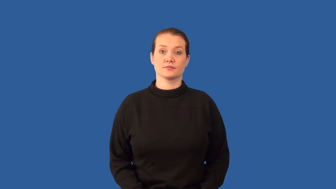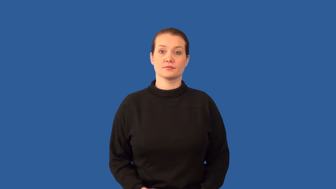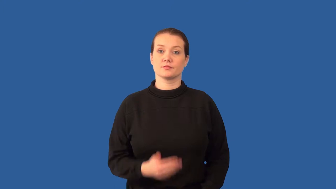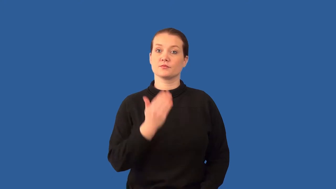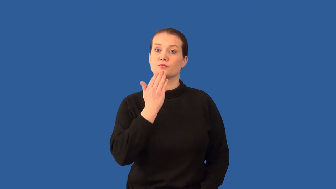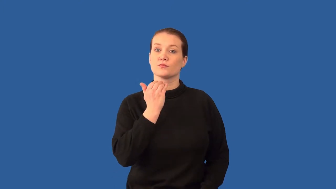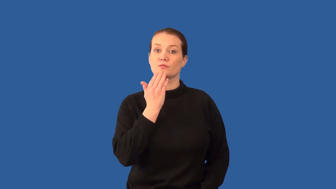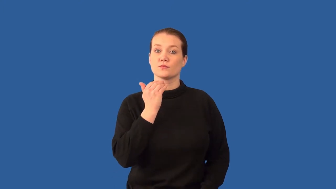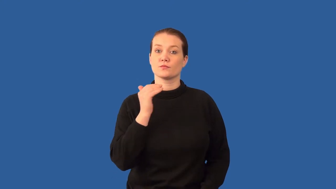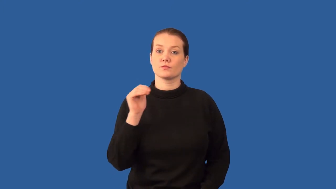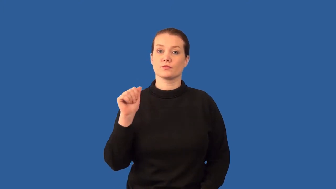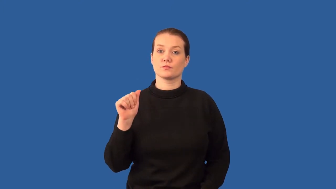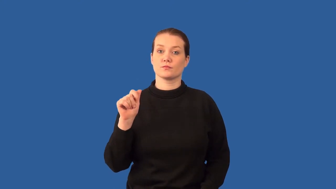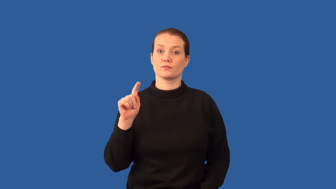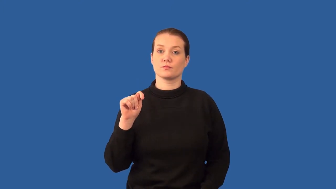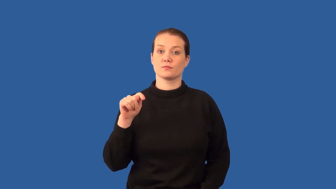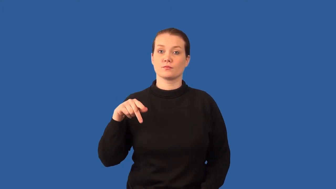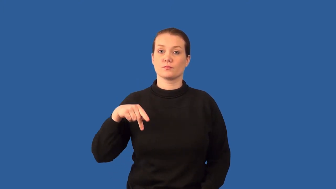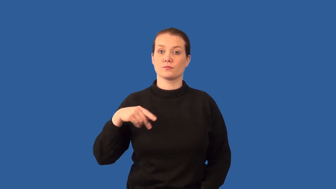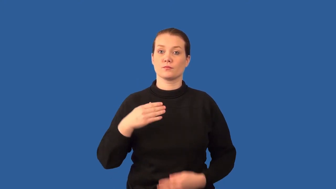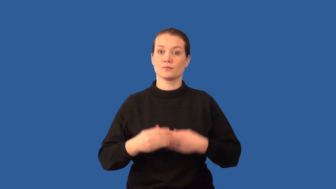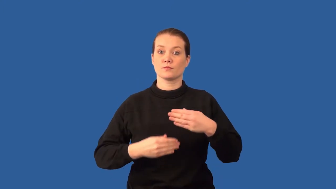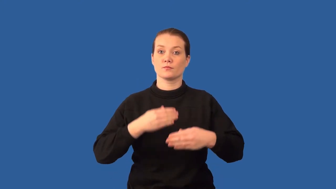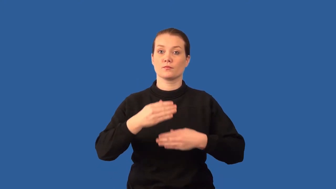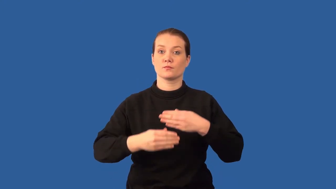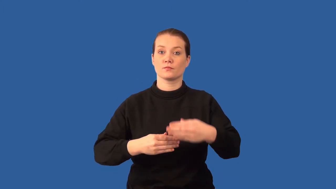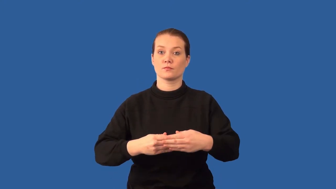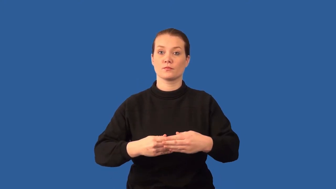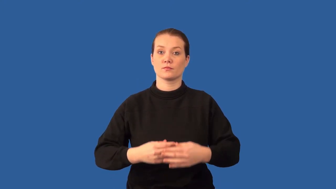glycolysis